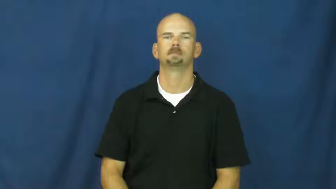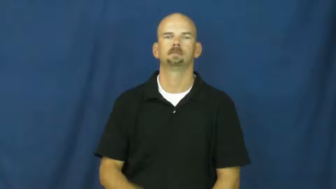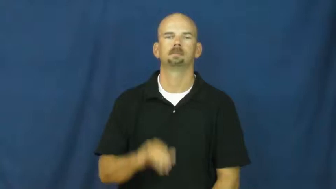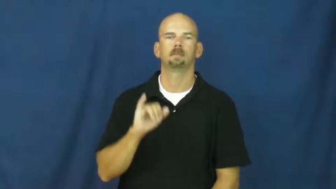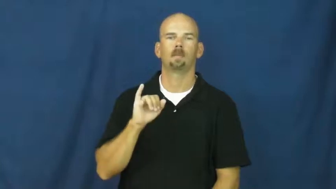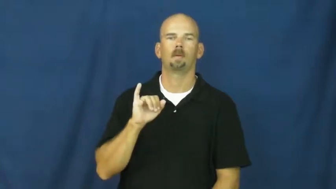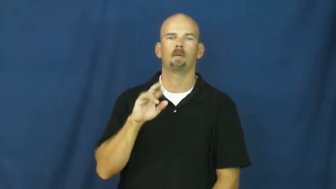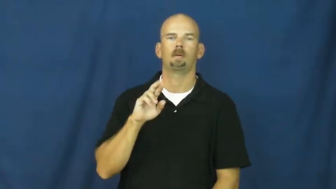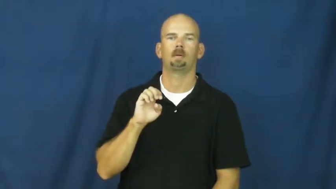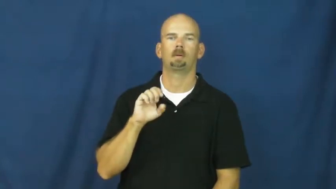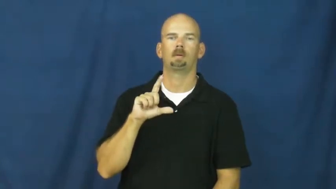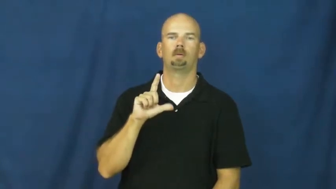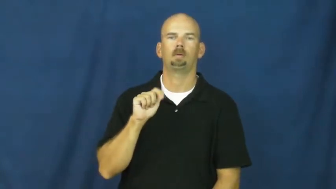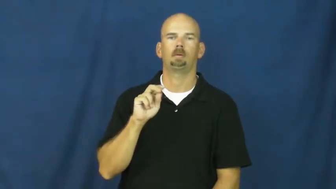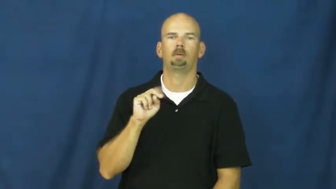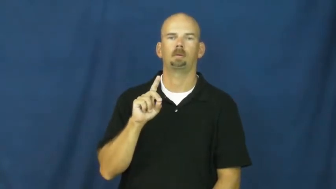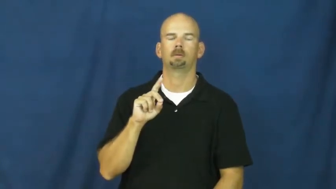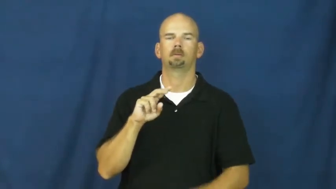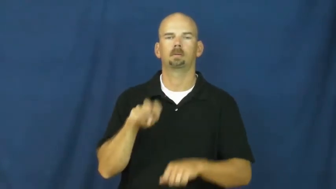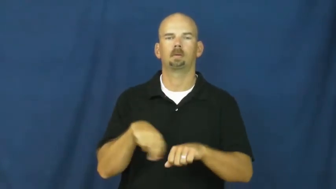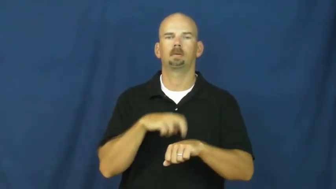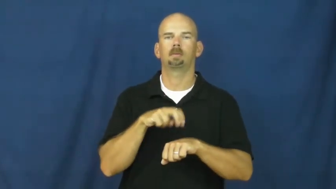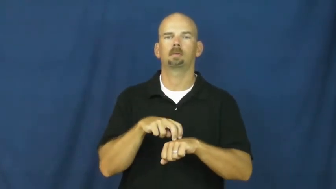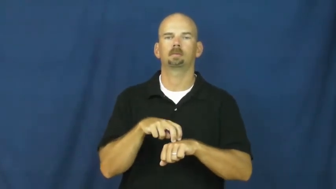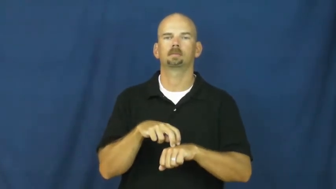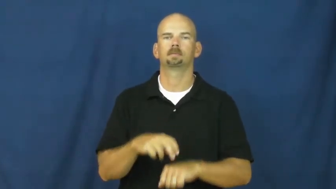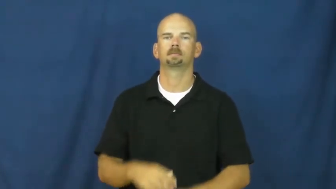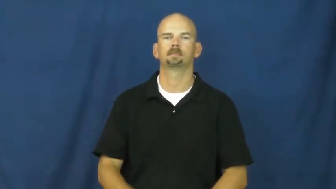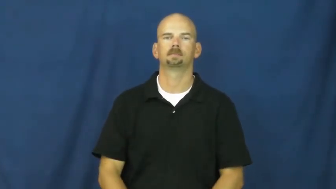ireland,gaelic